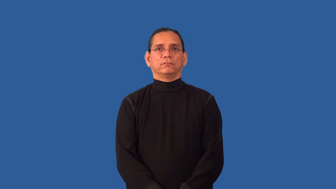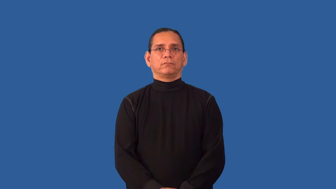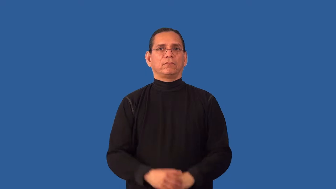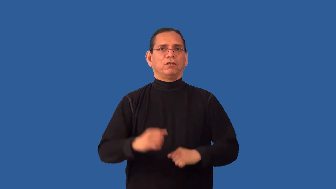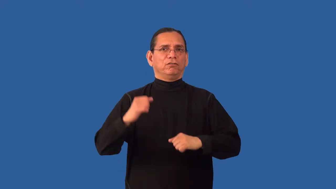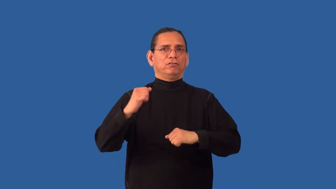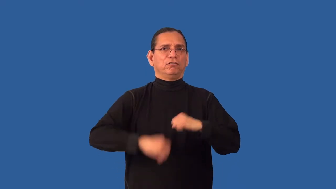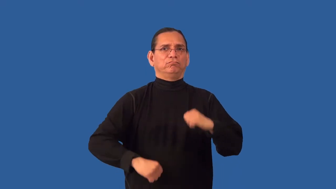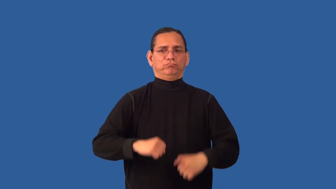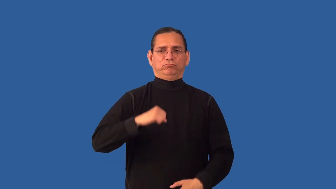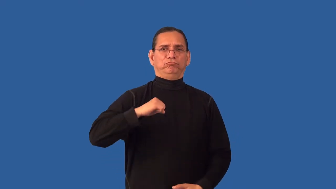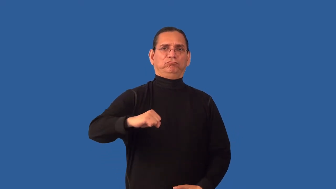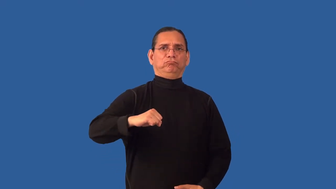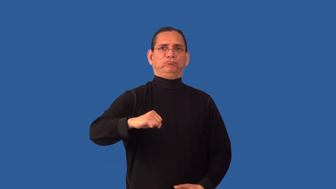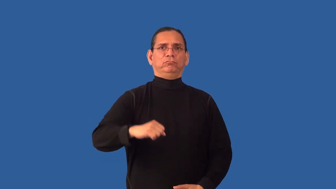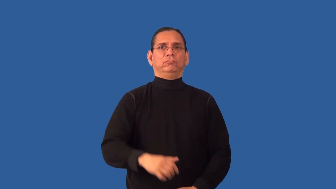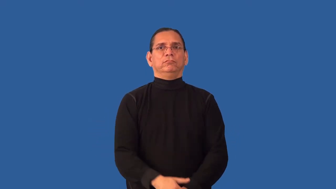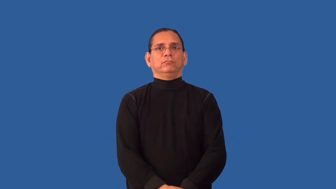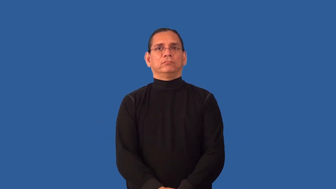invulnerable